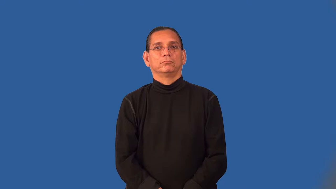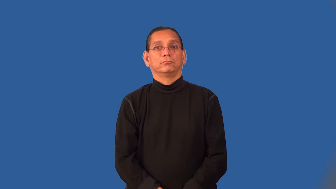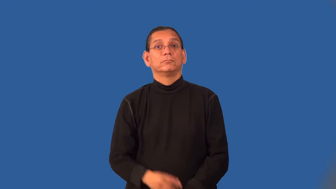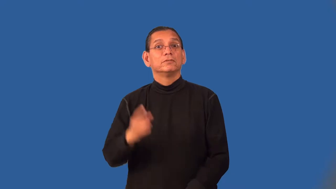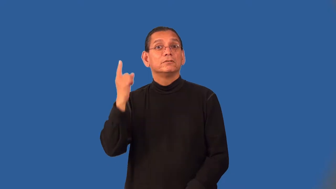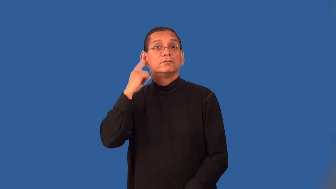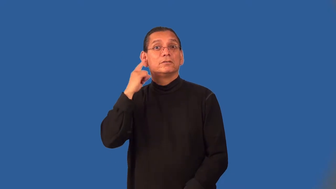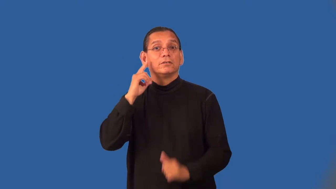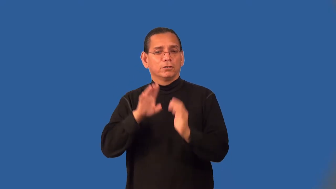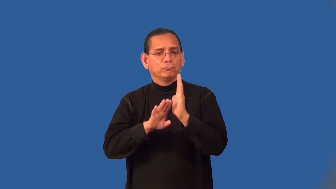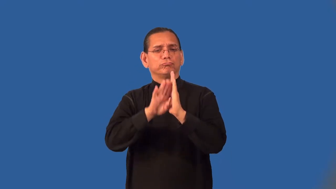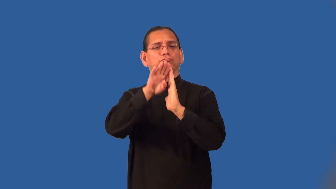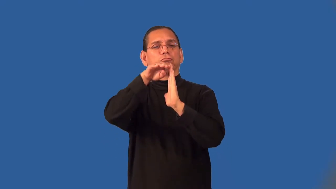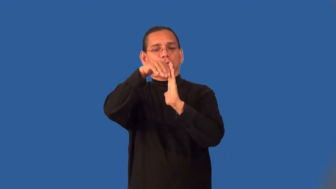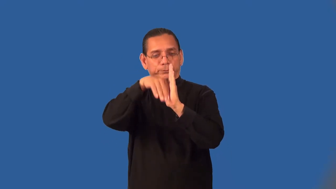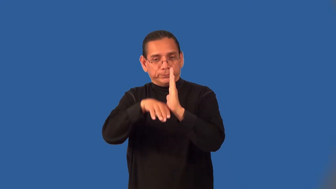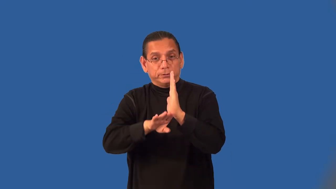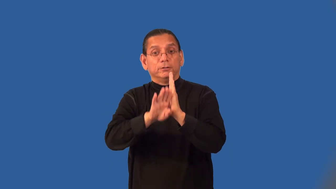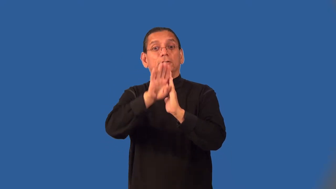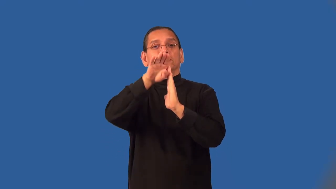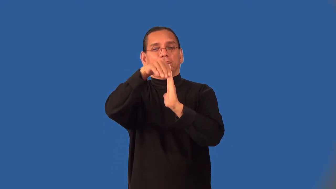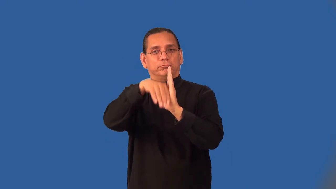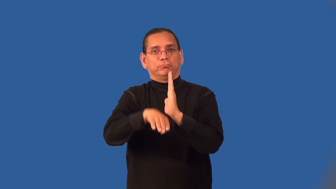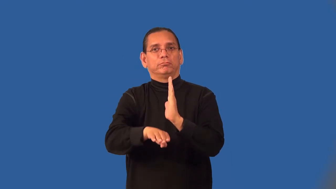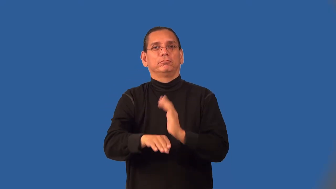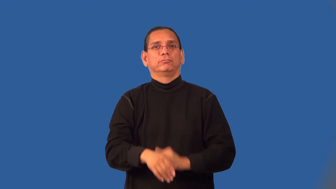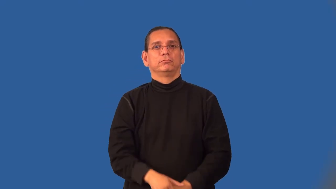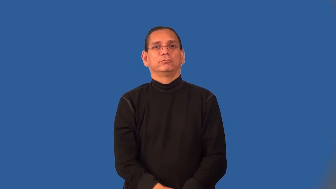pitch-sound